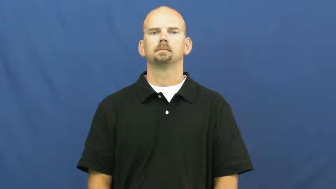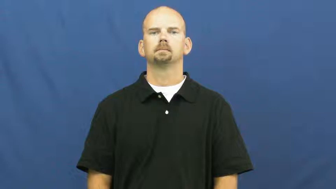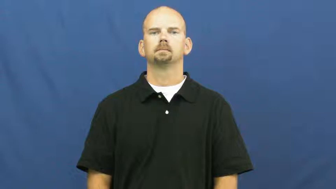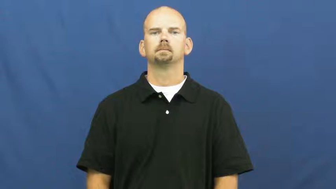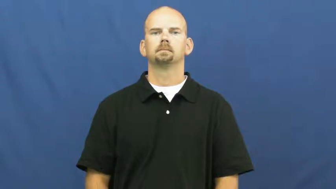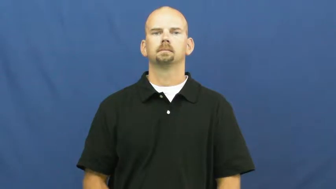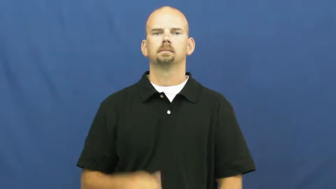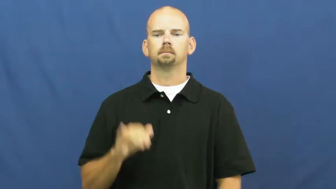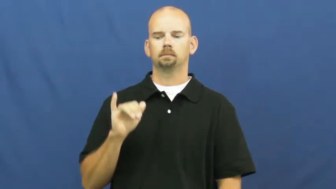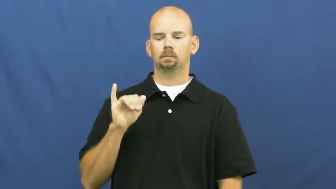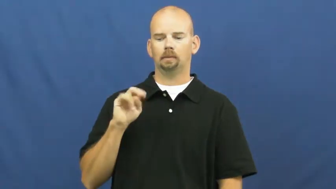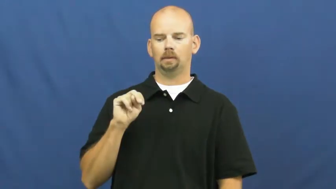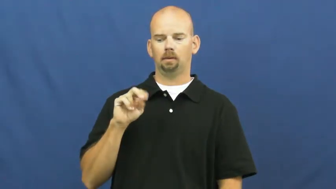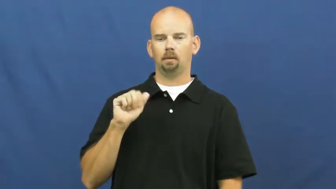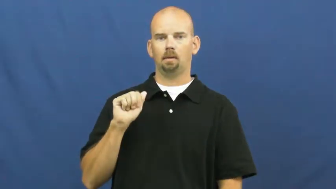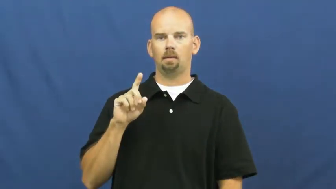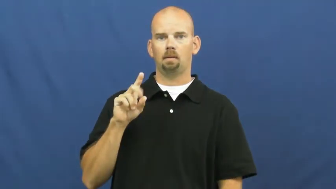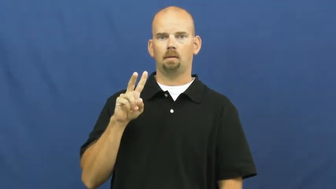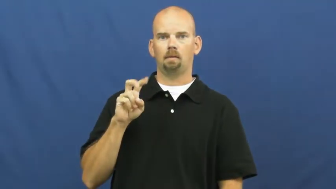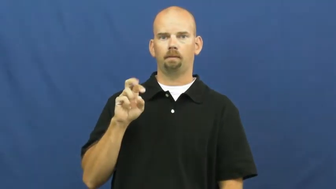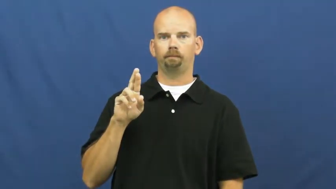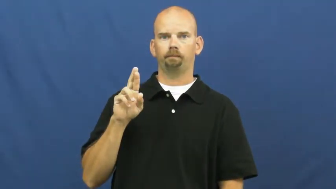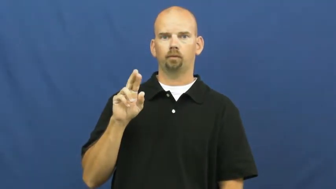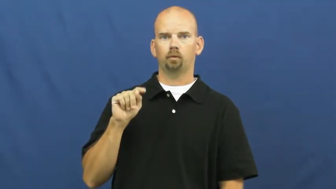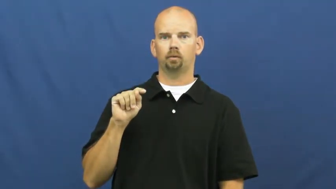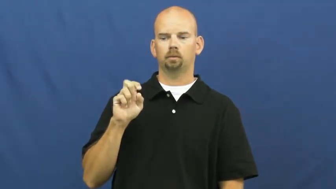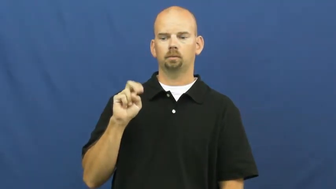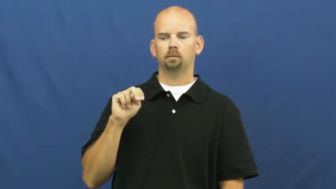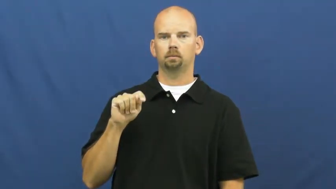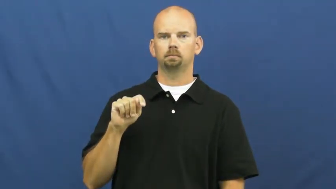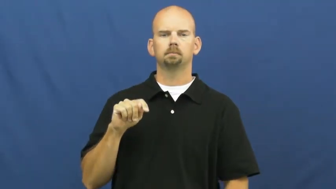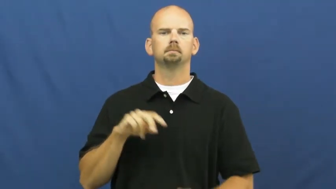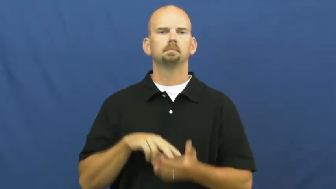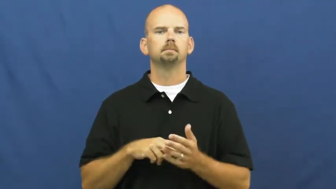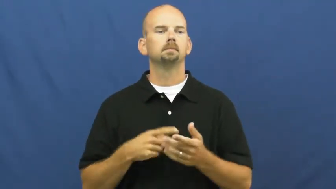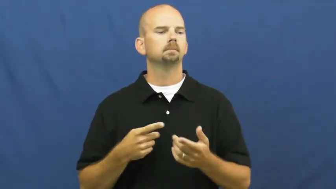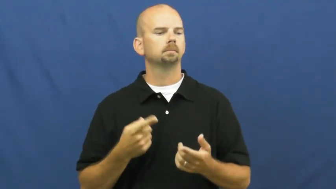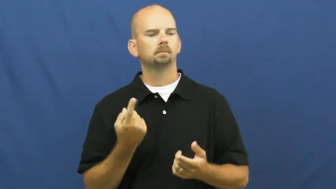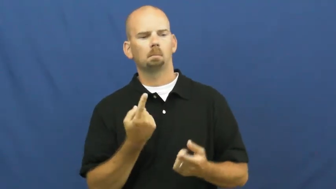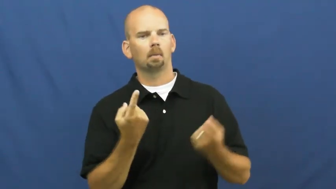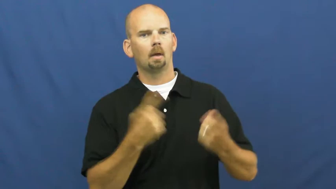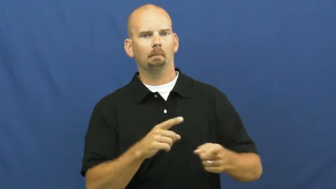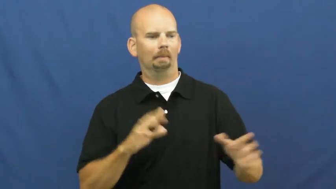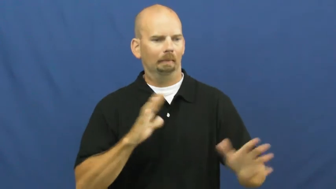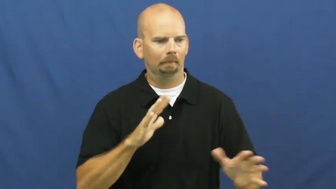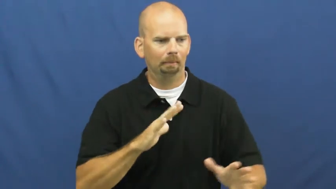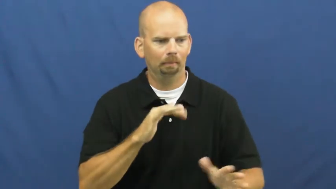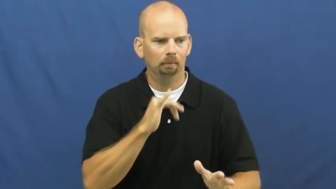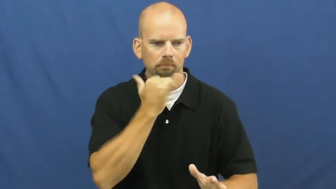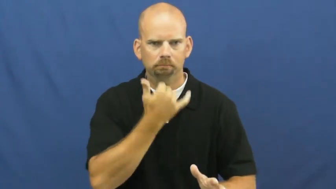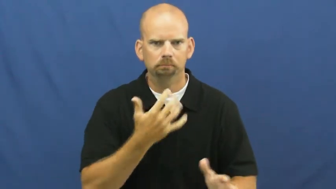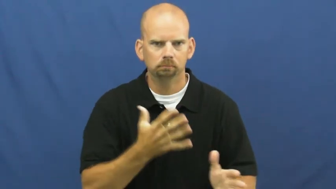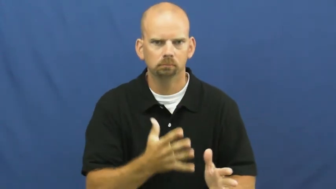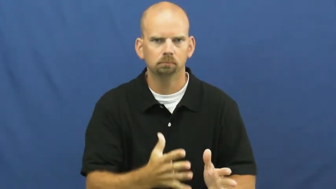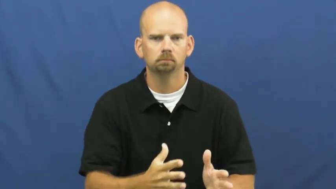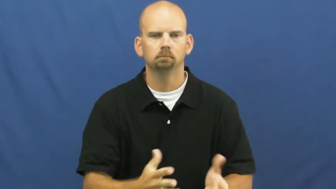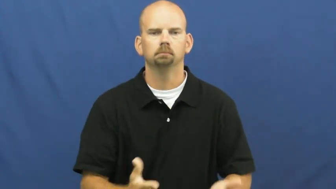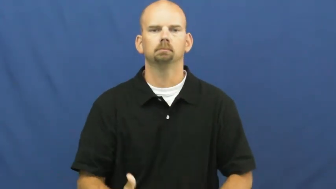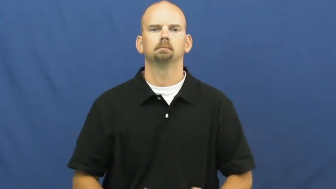inadvertent